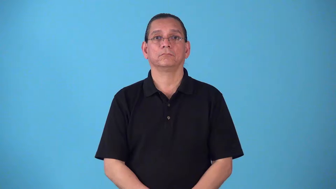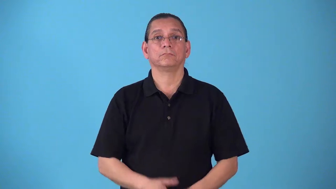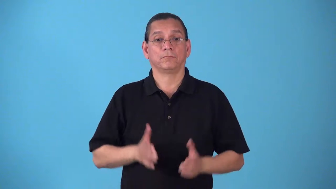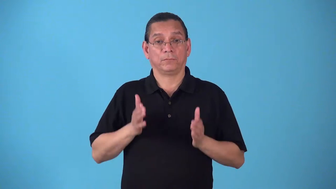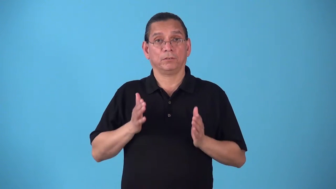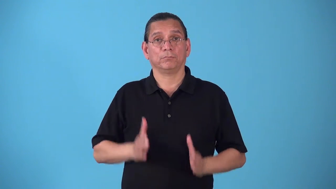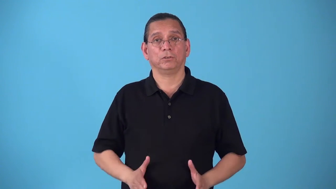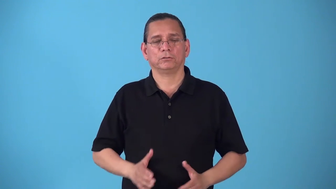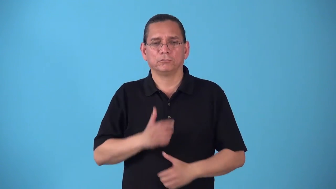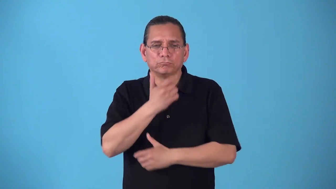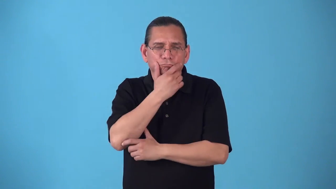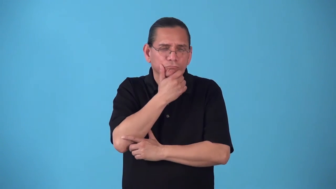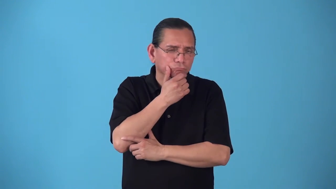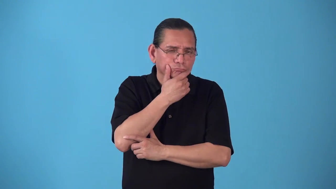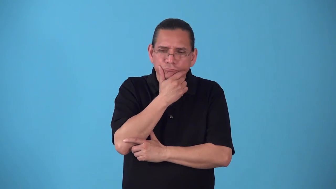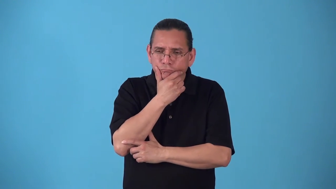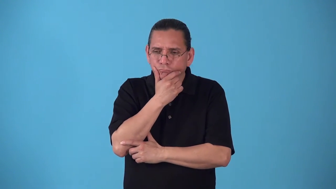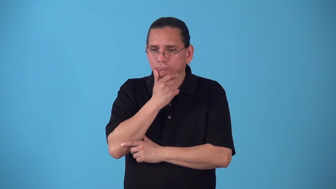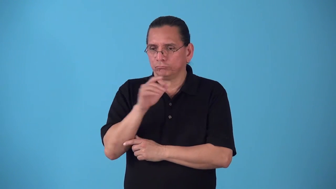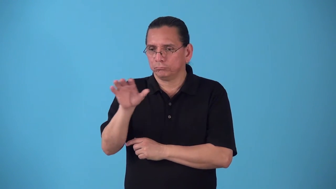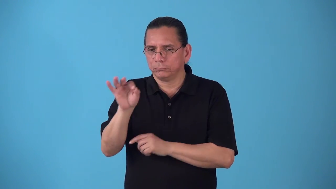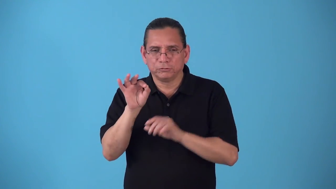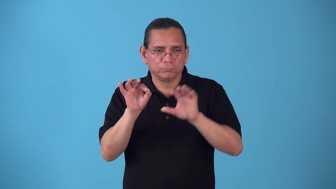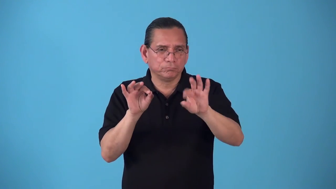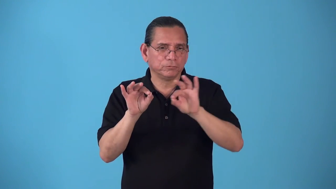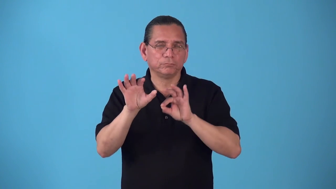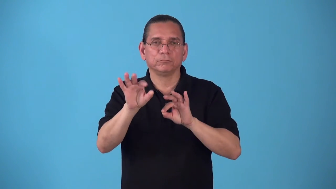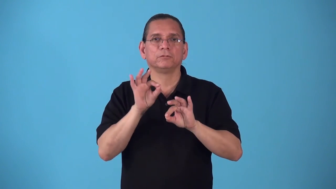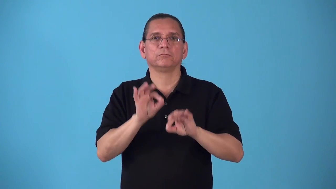selector-person